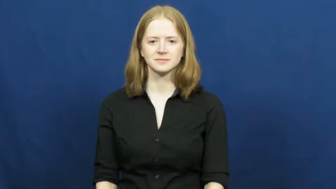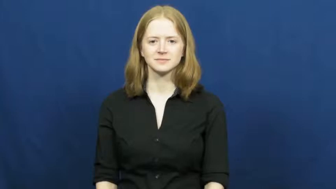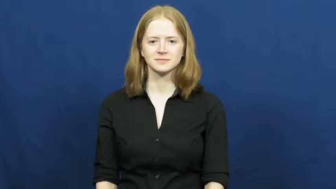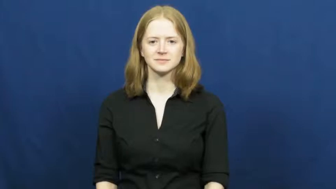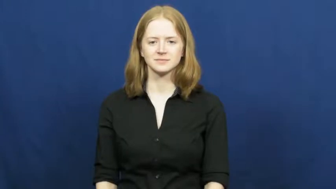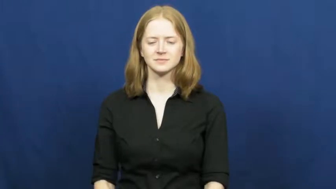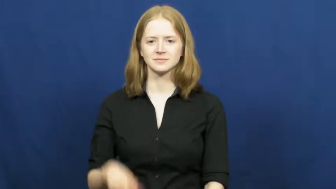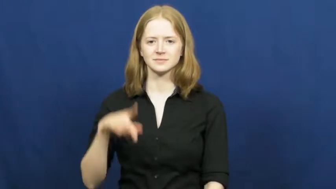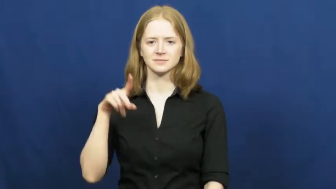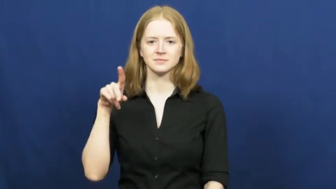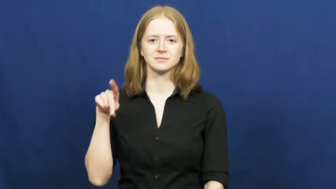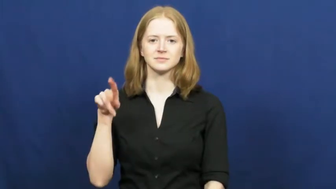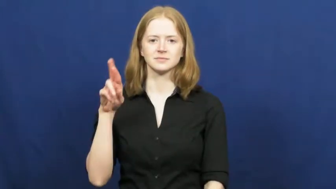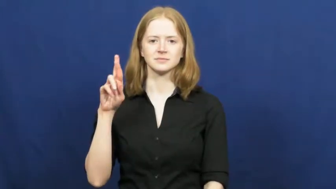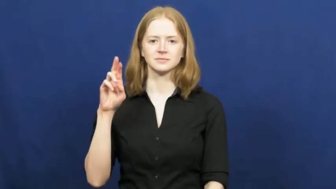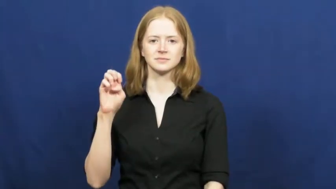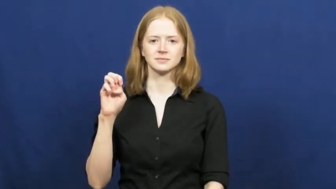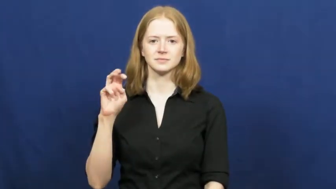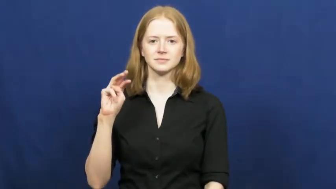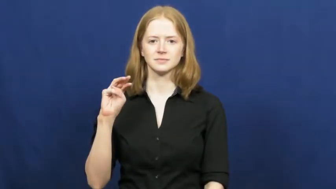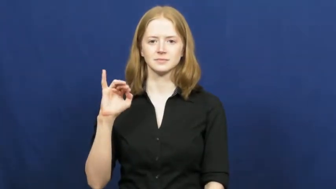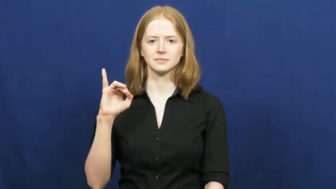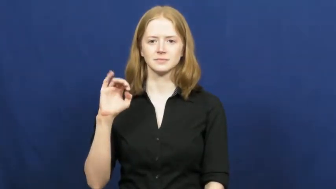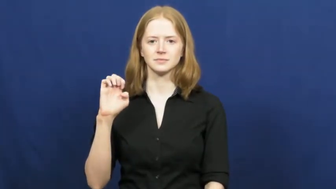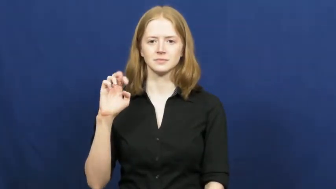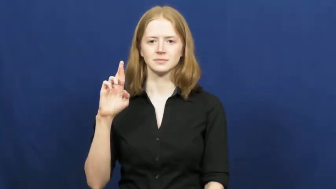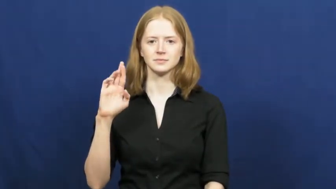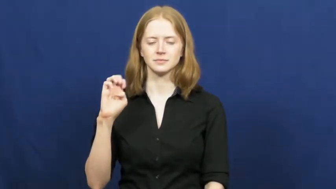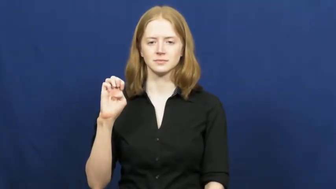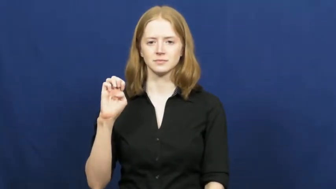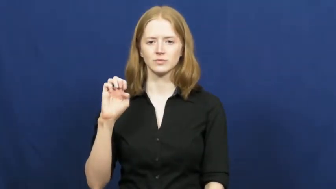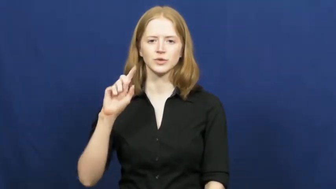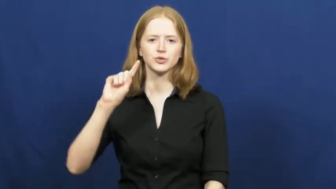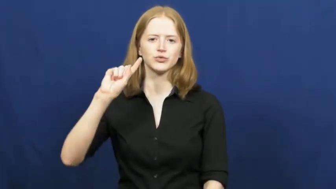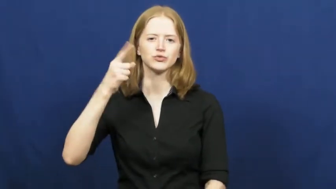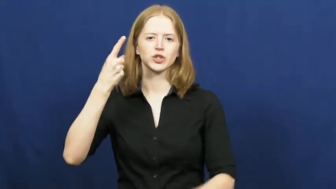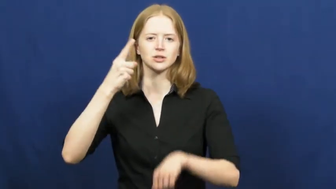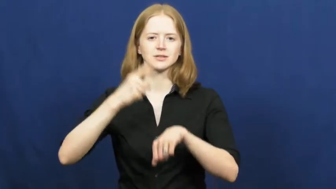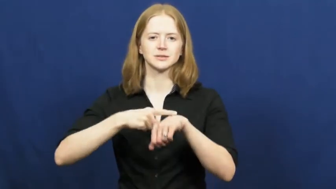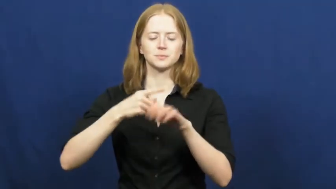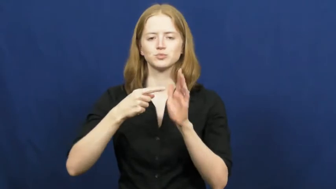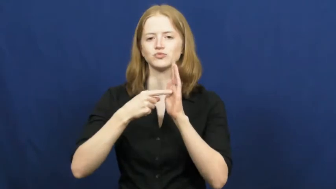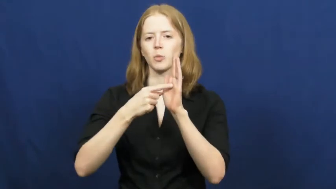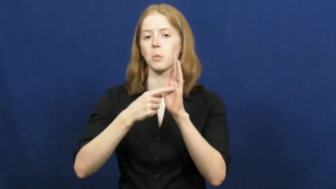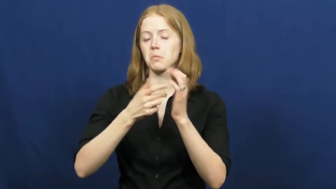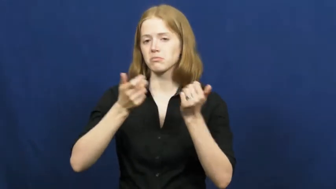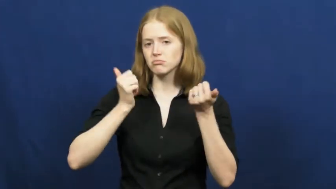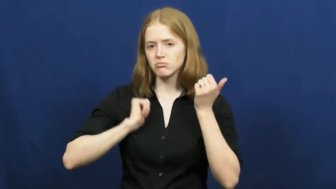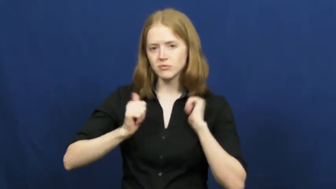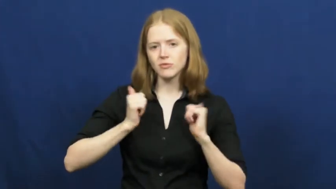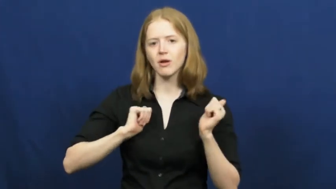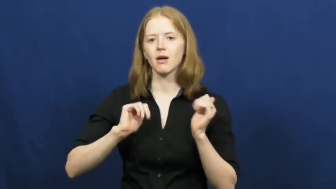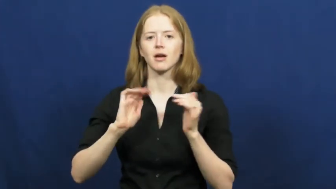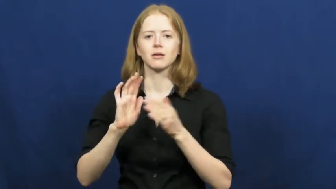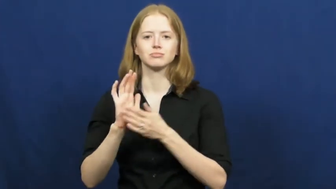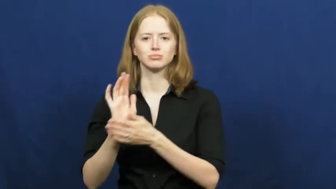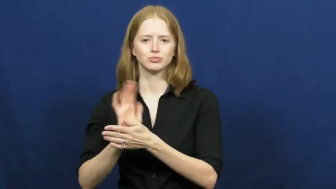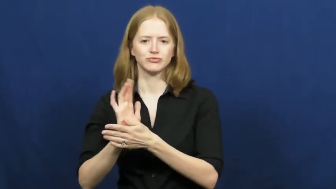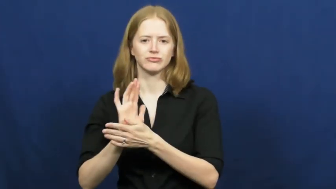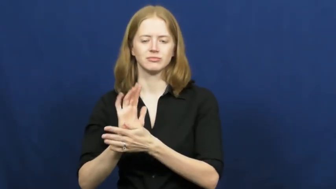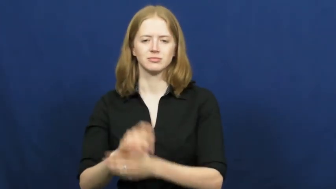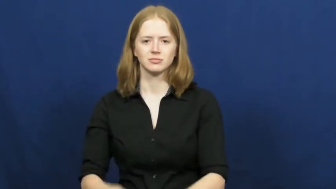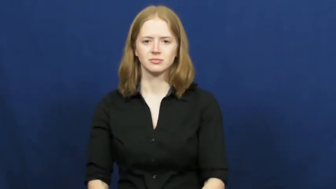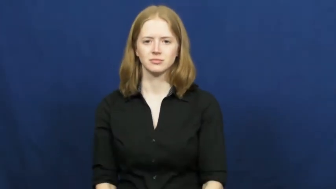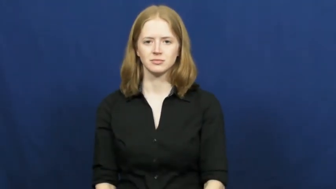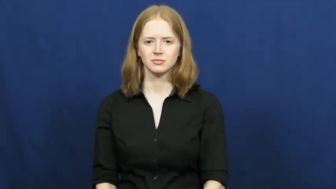premiere